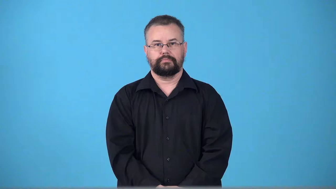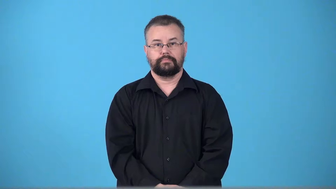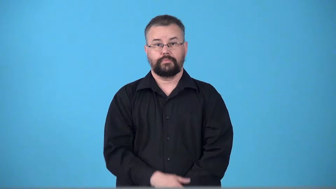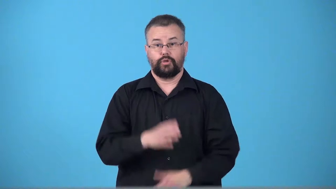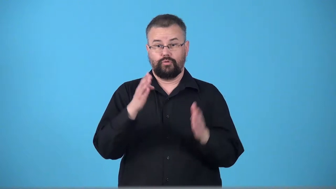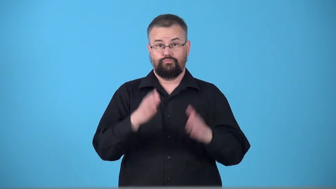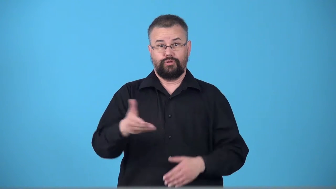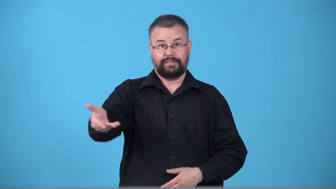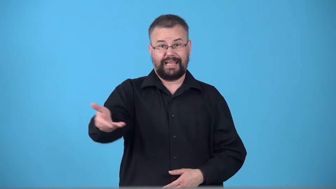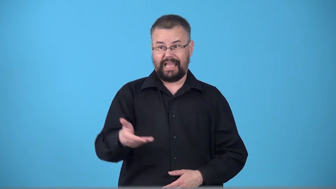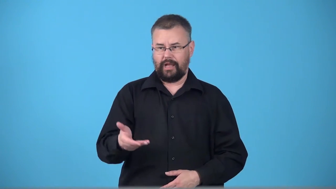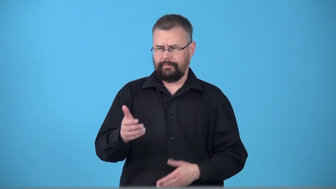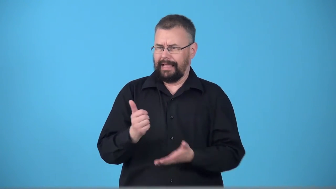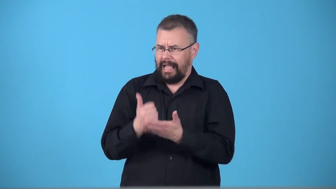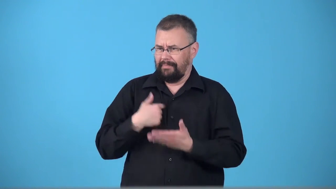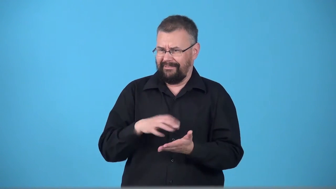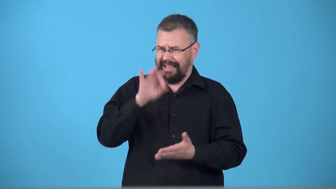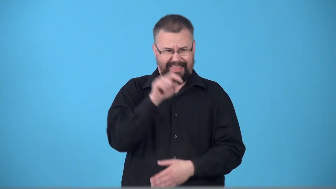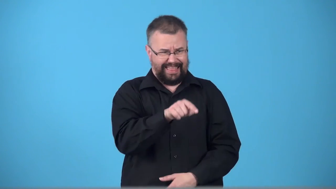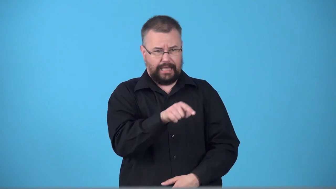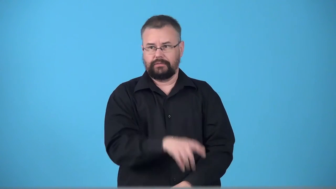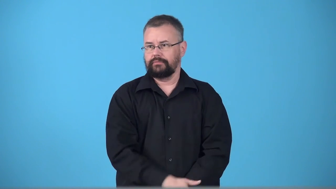tracer-person hired to find lost things